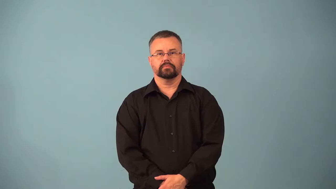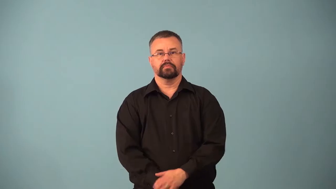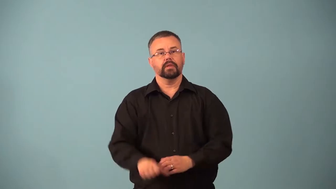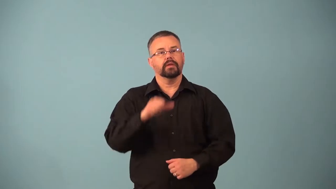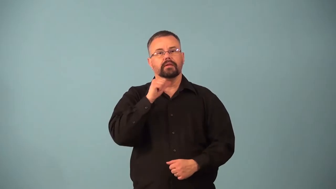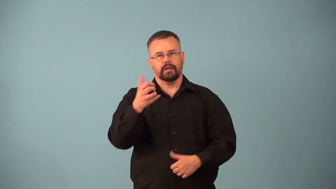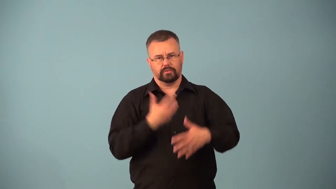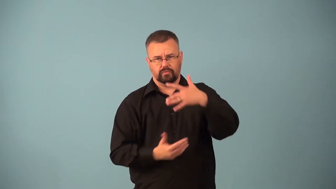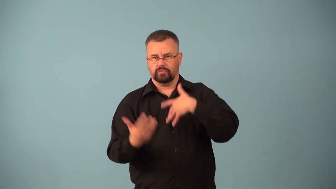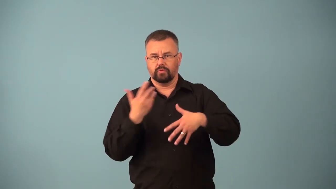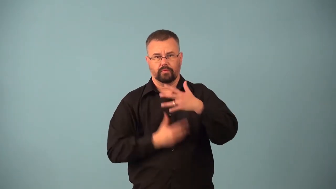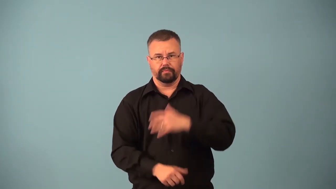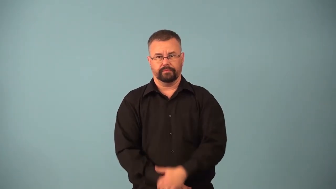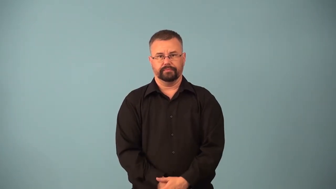asocial